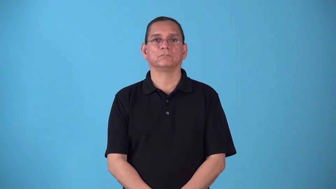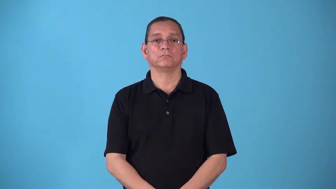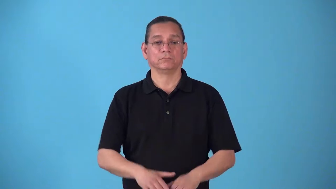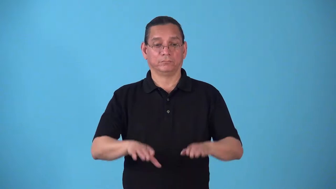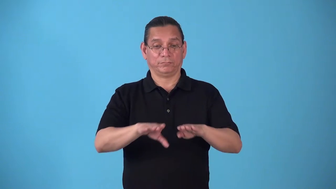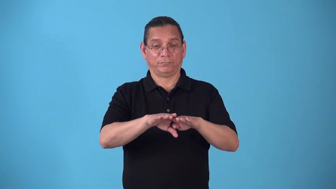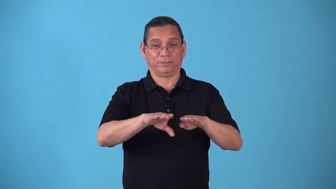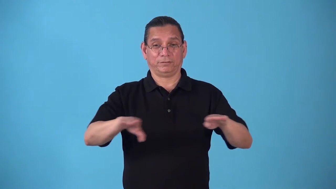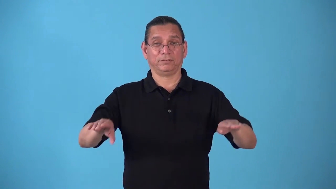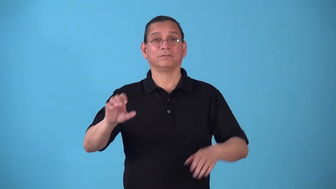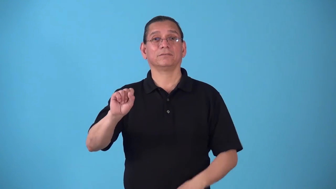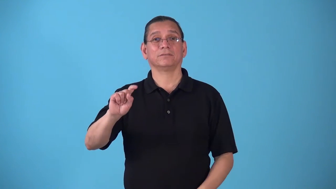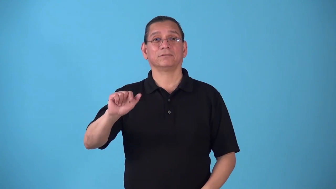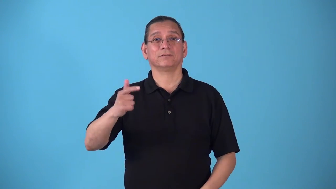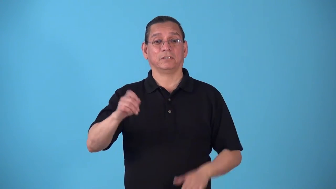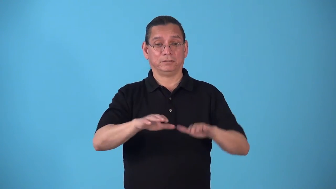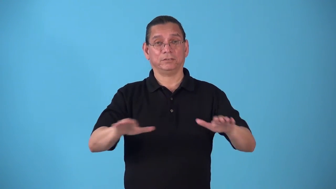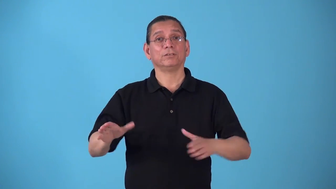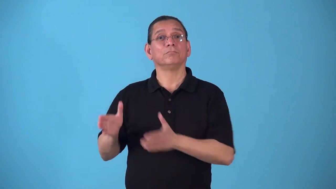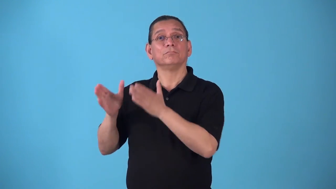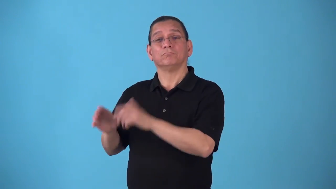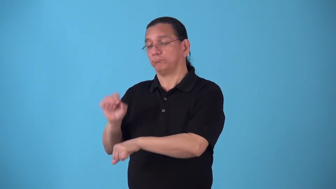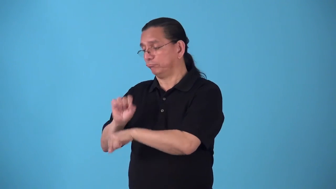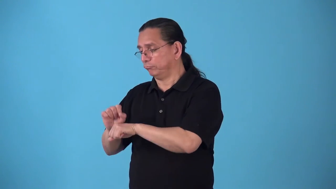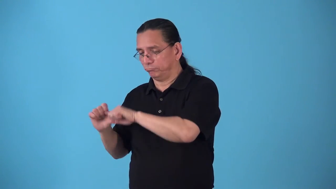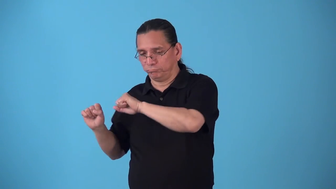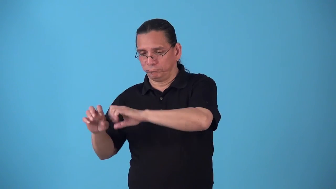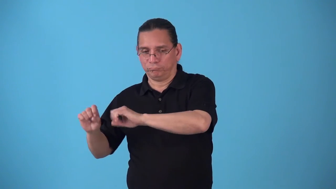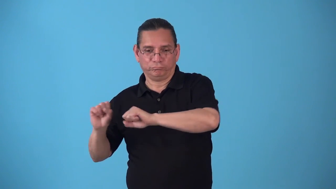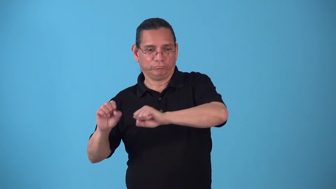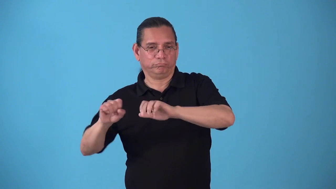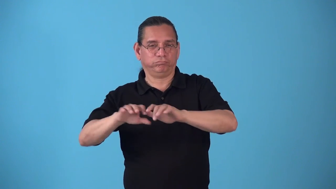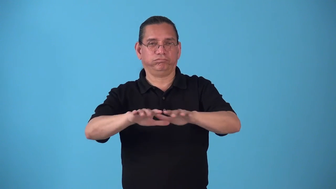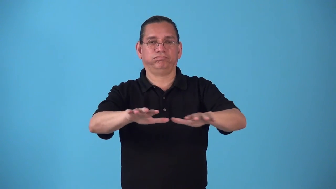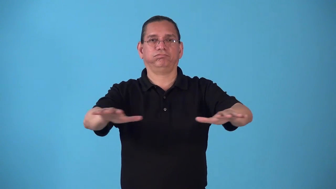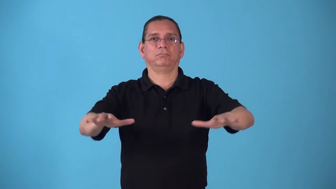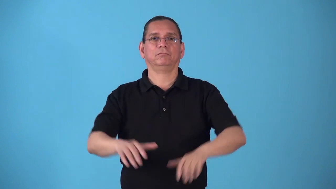stagehand